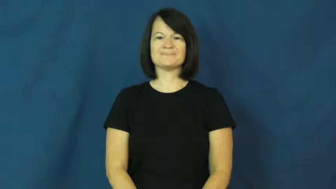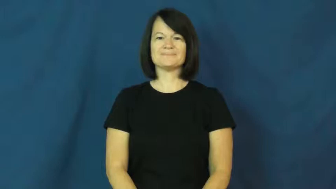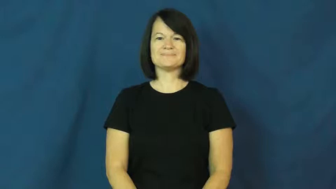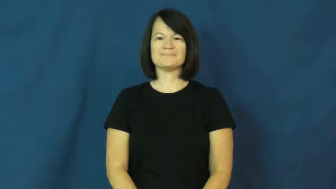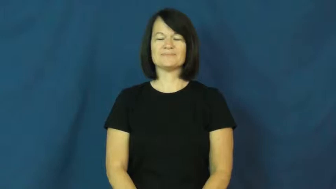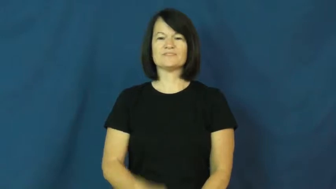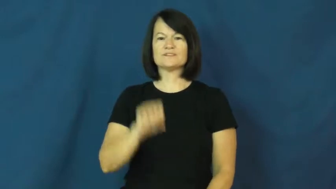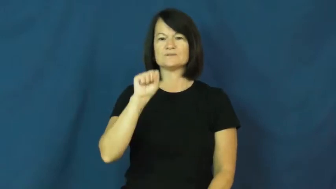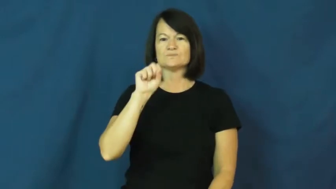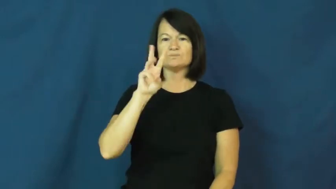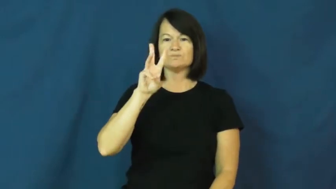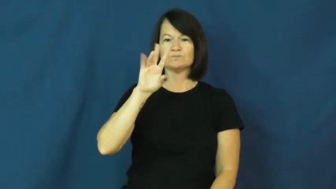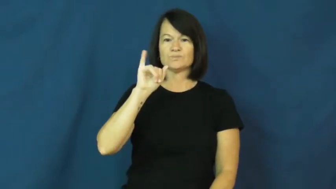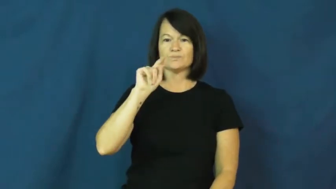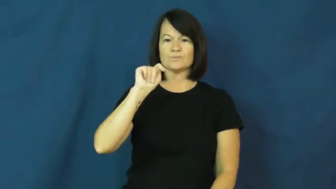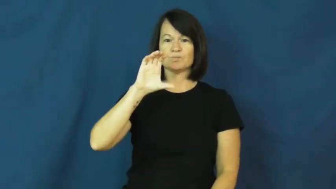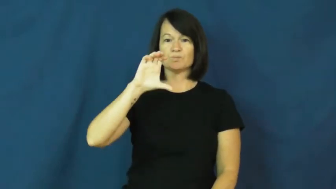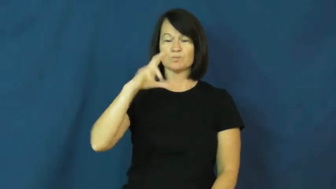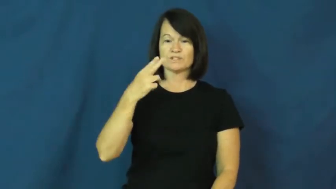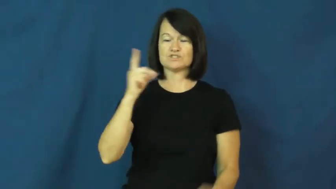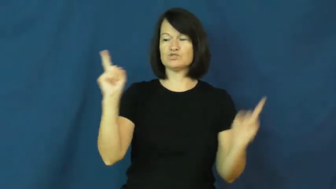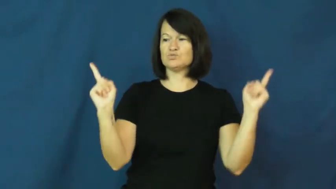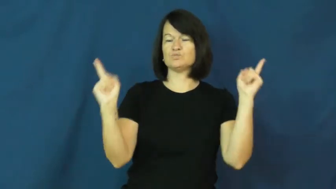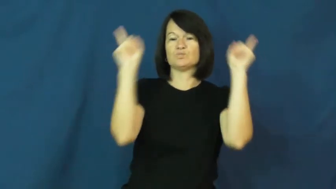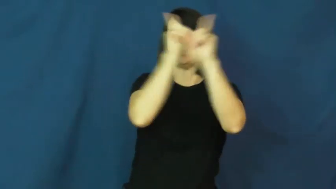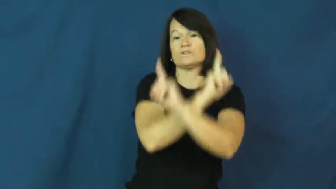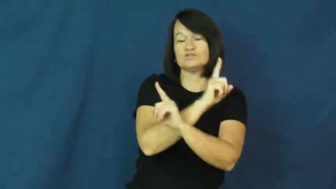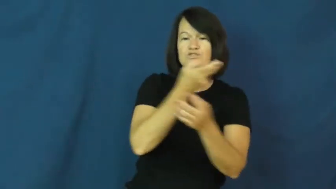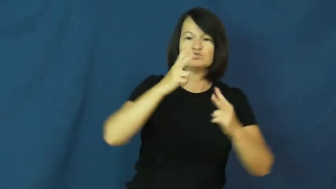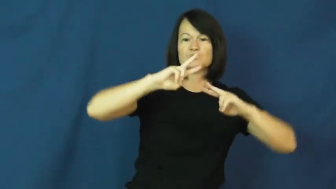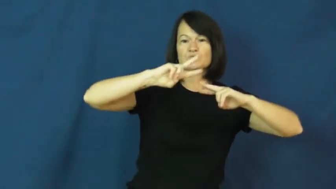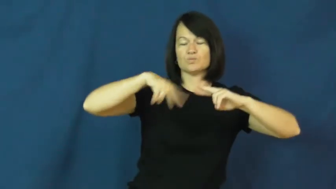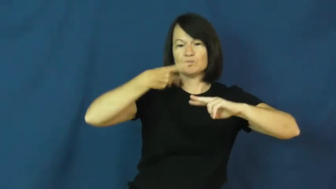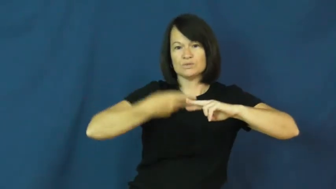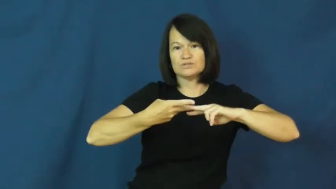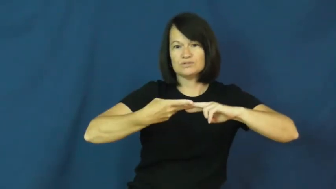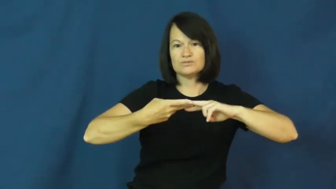switch